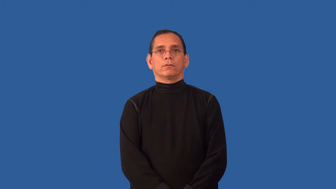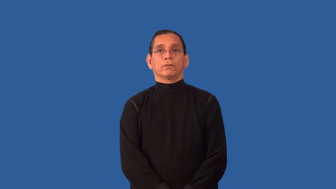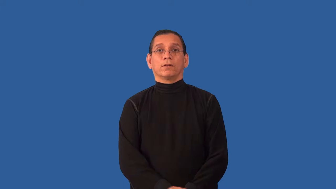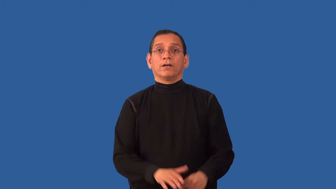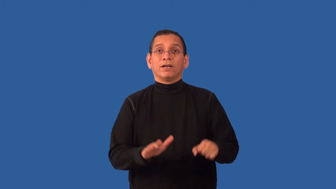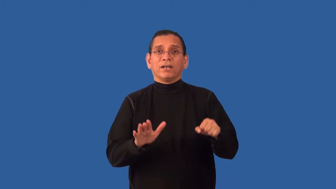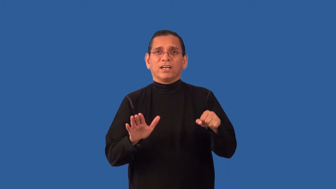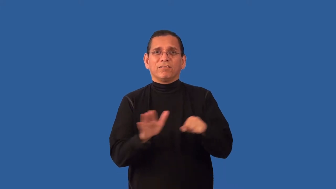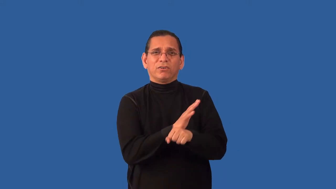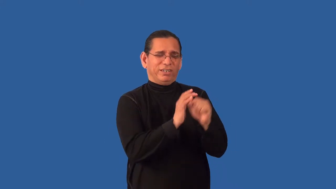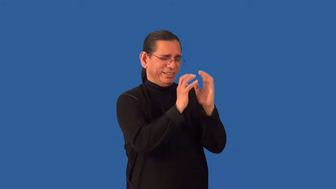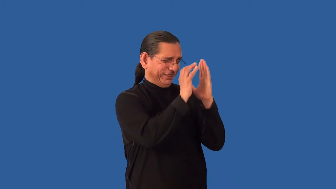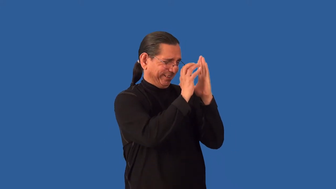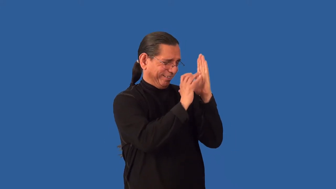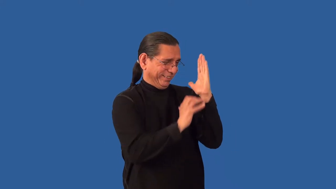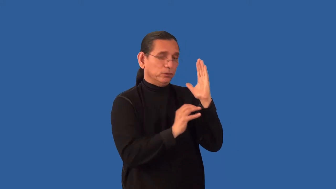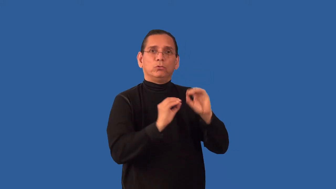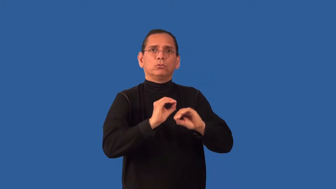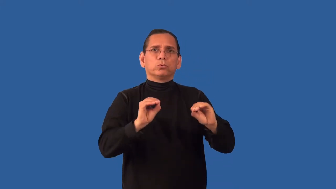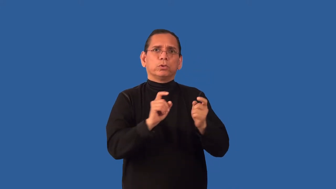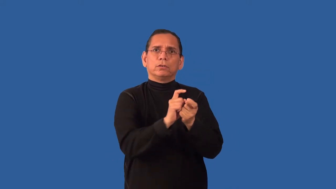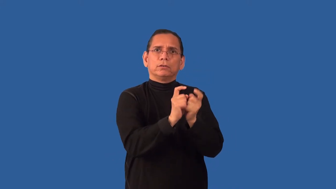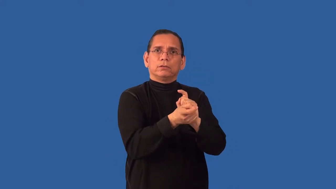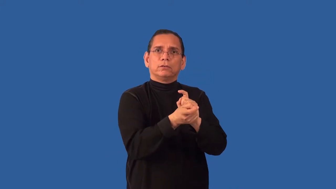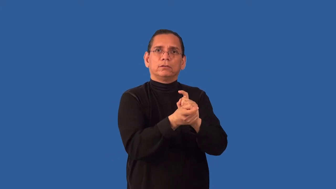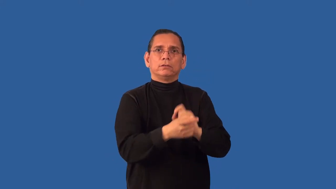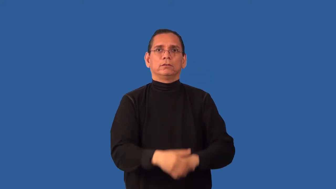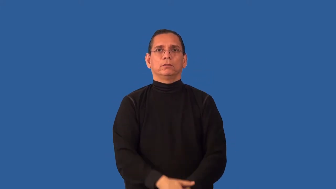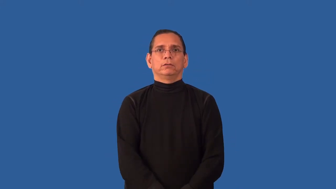unexpurgated